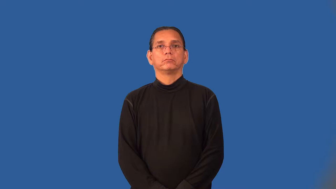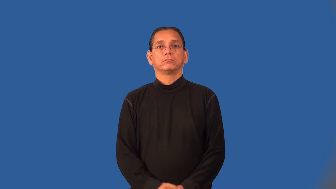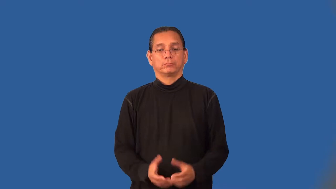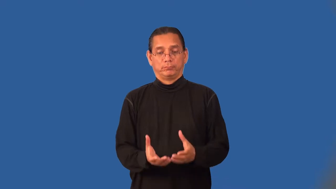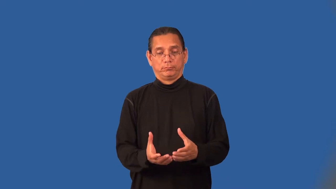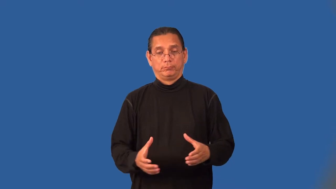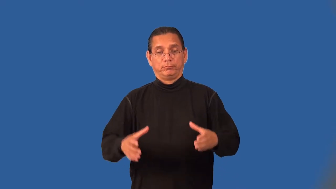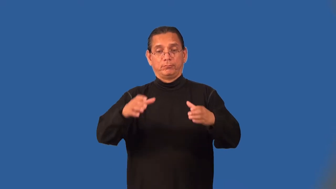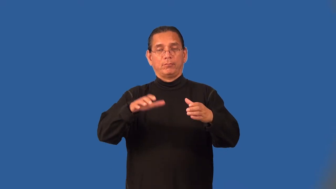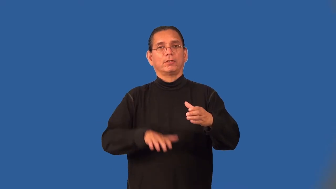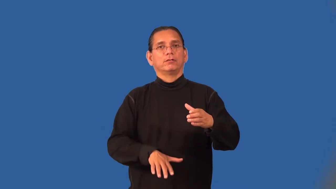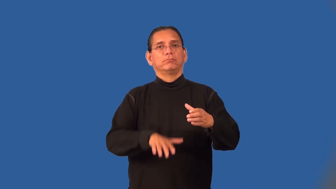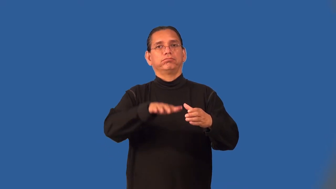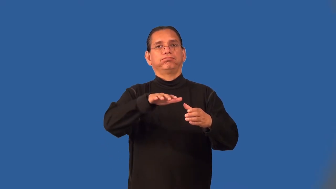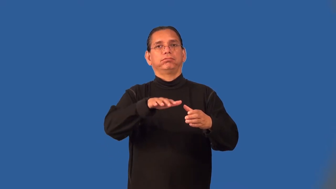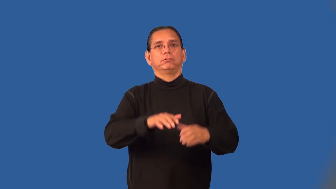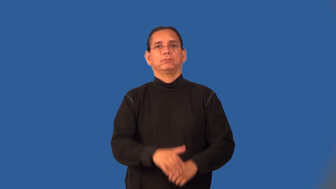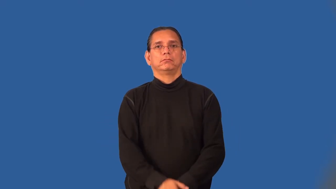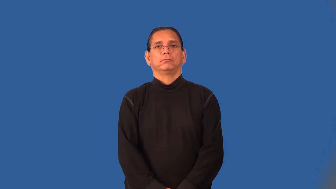tankful